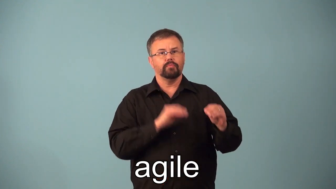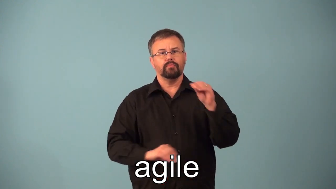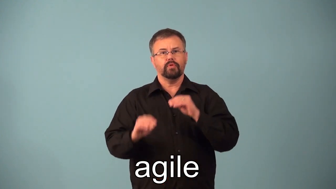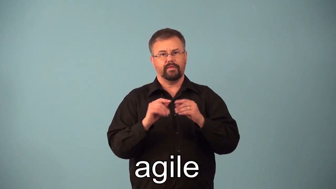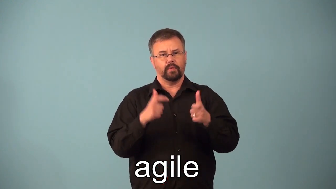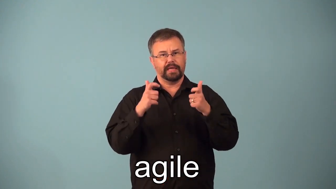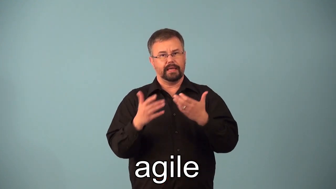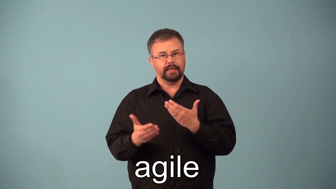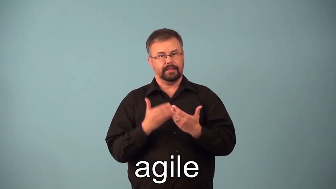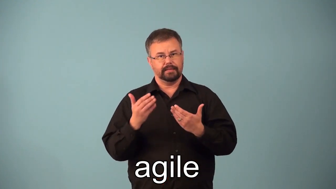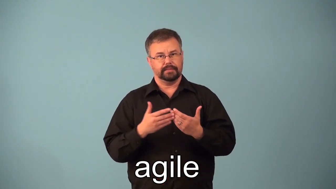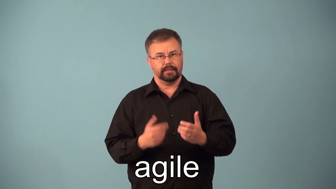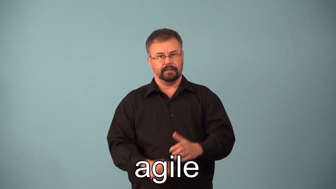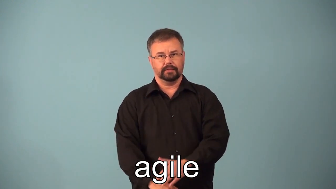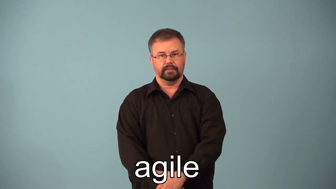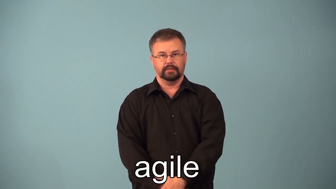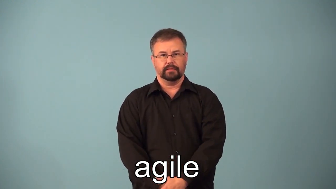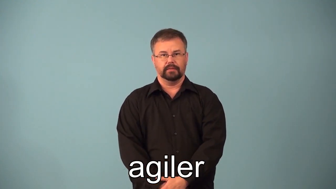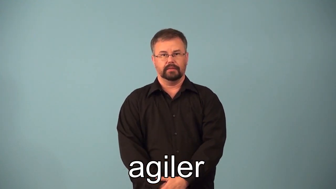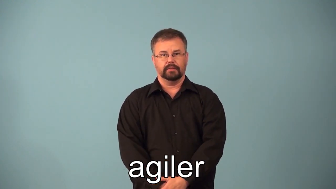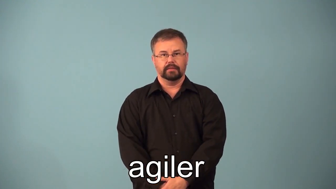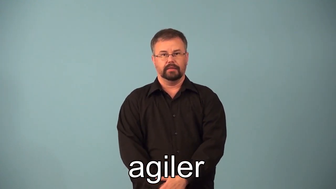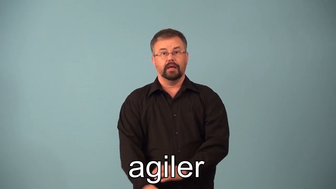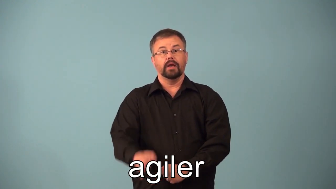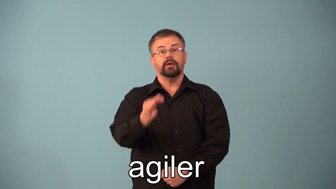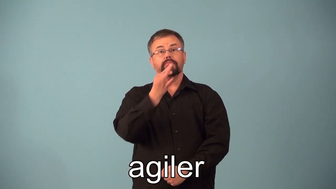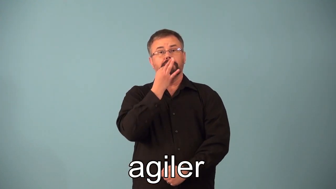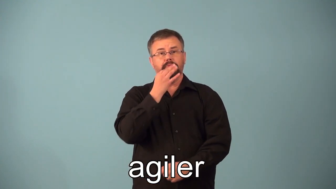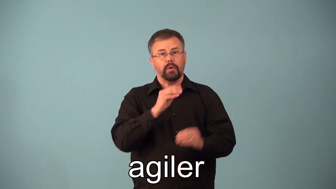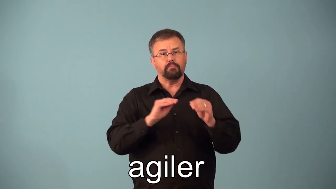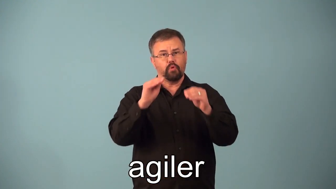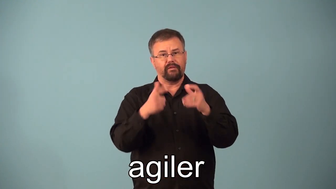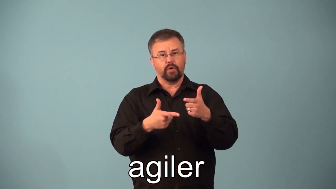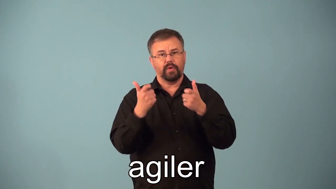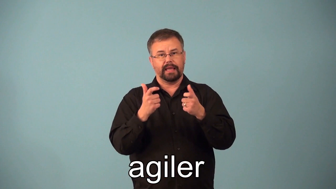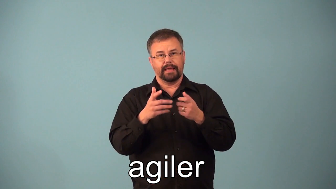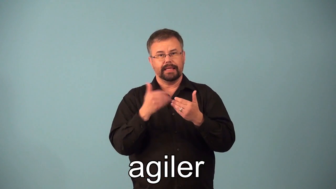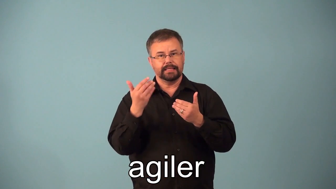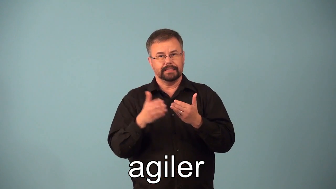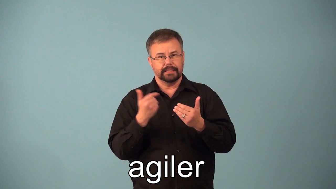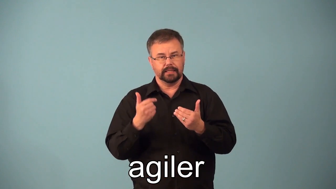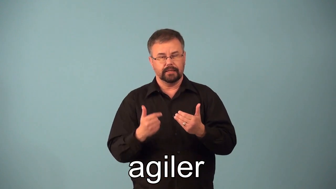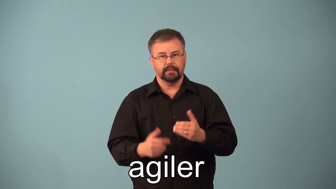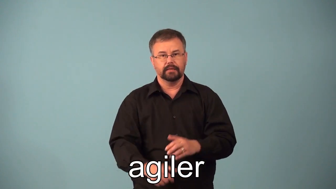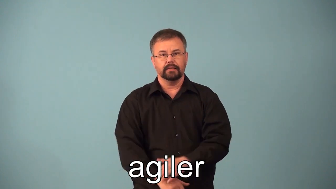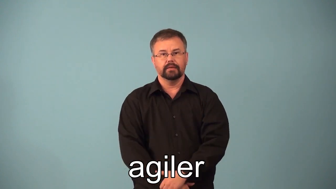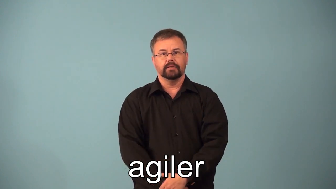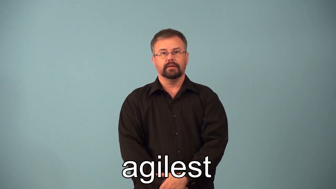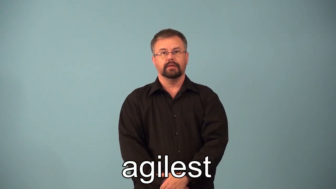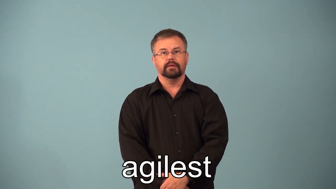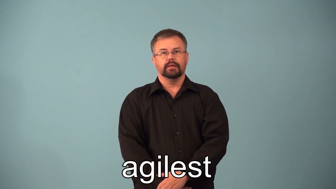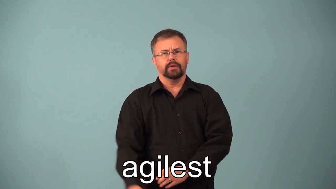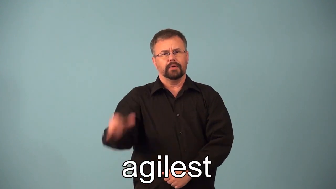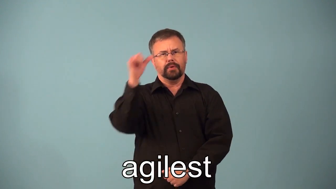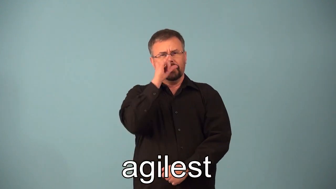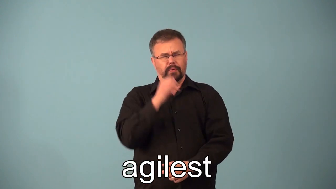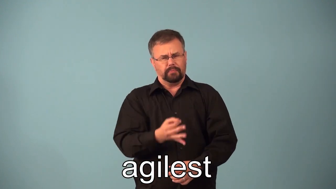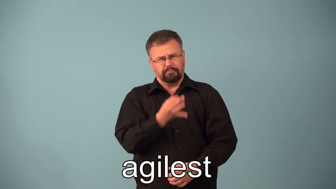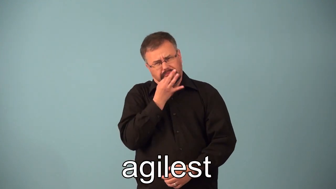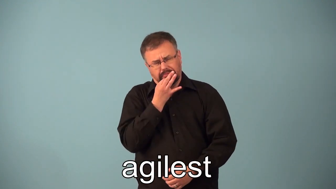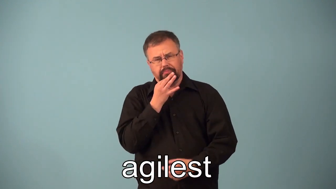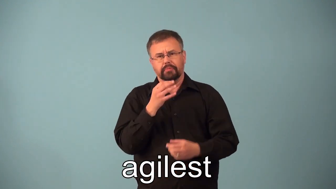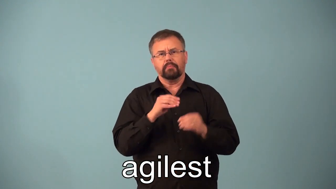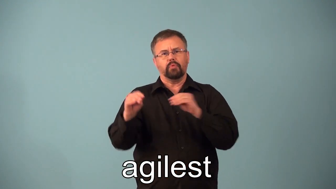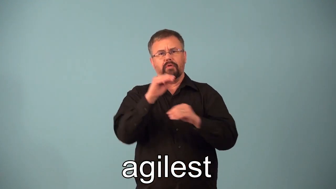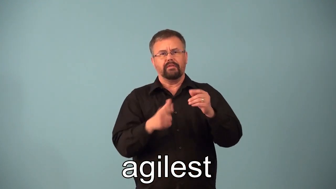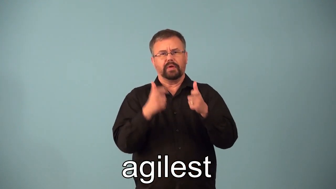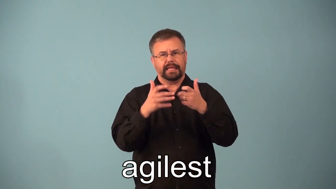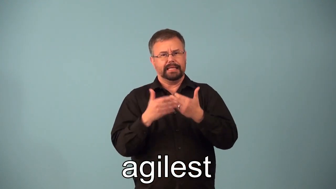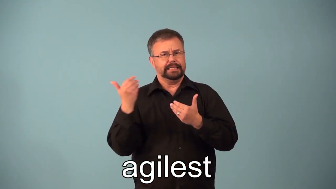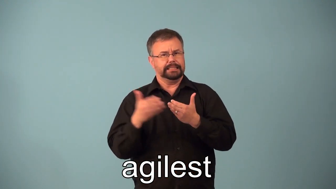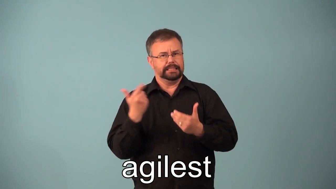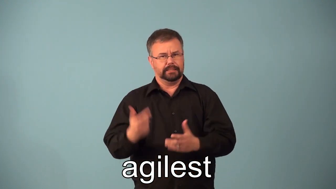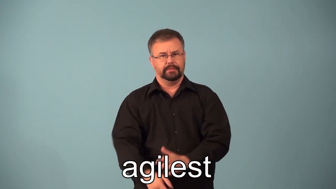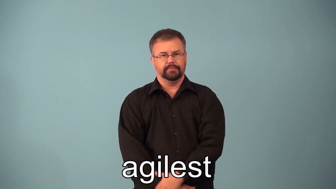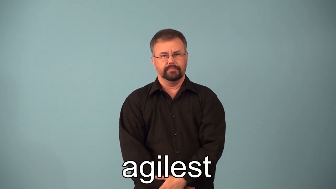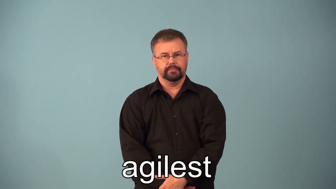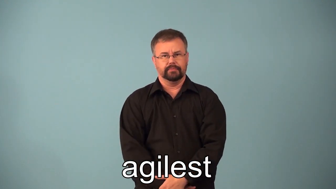agiler,agilest